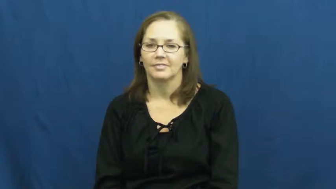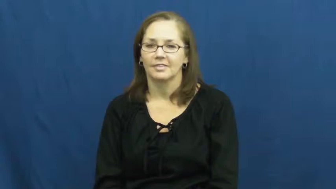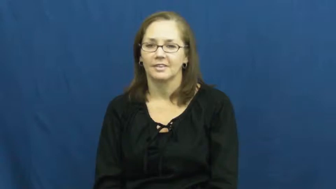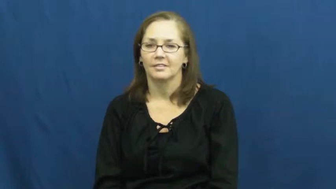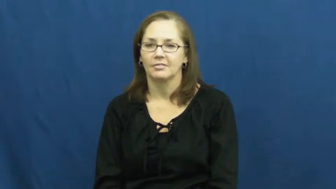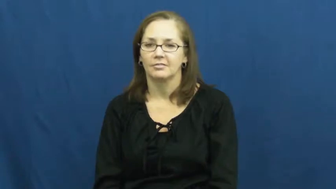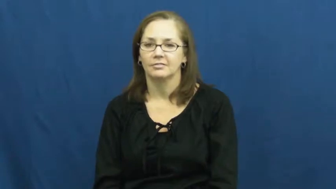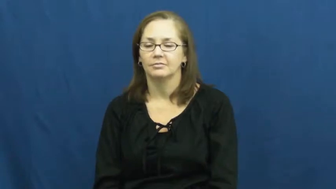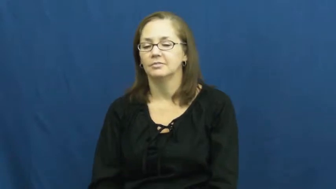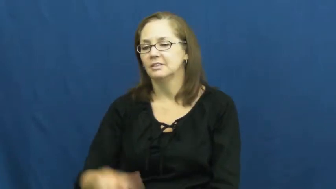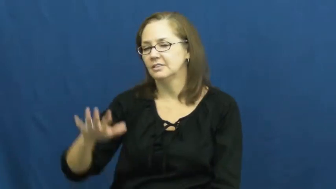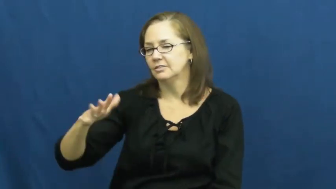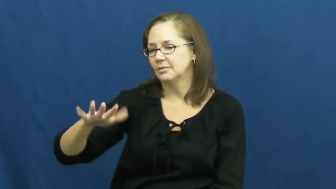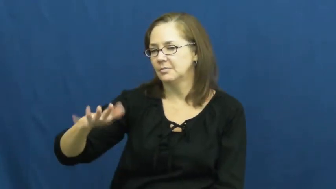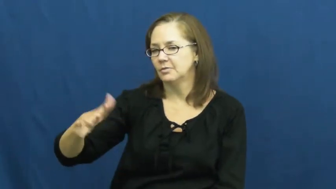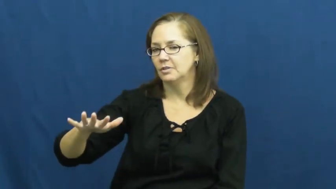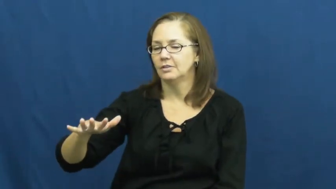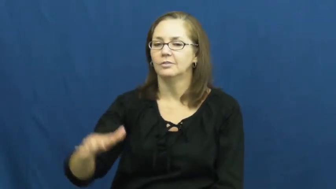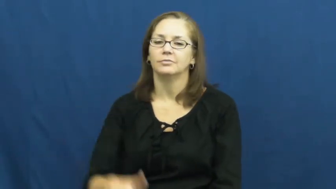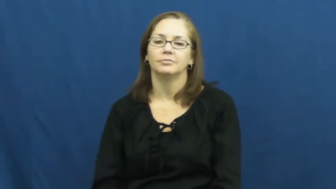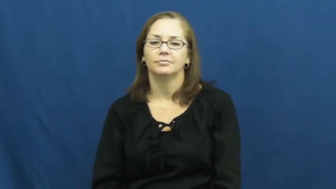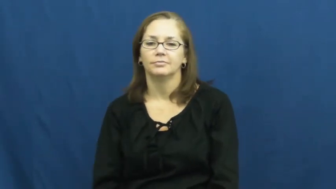somewhat